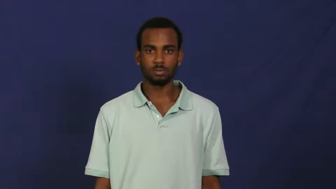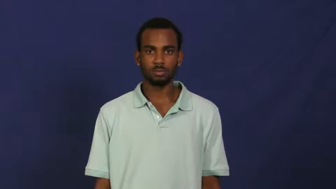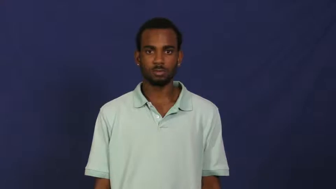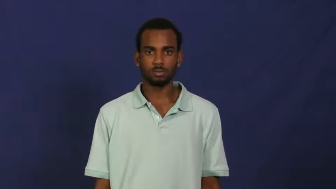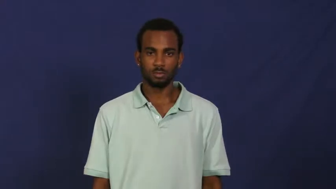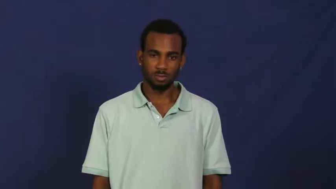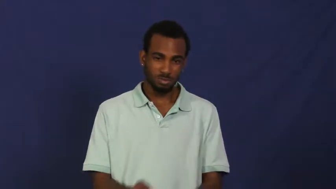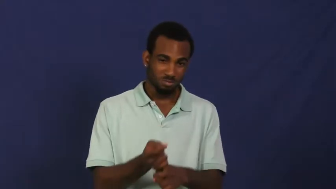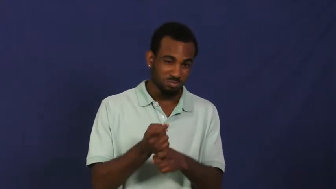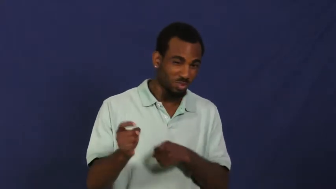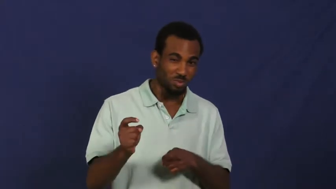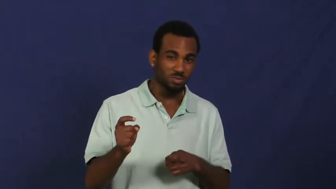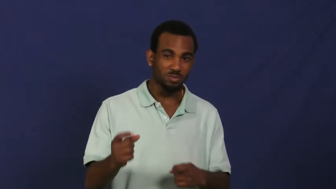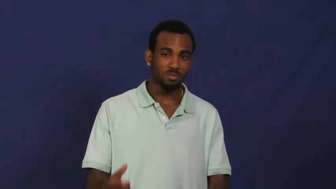rancid,fetid-food